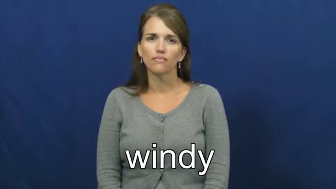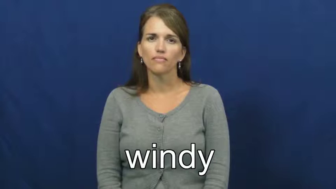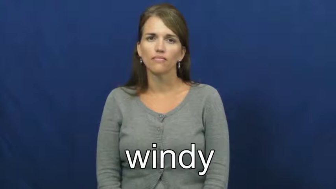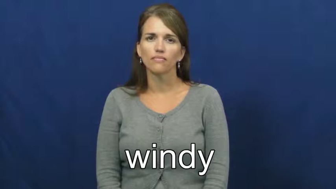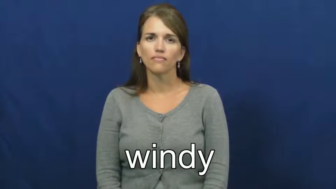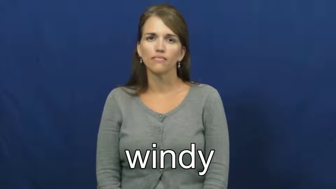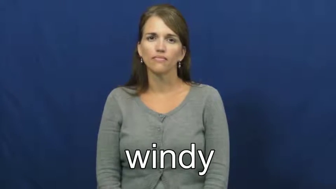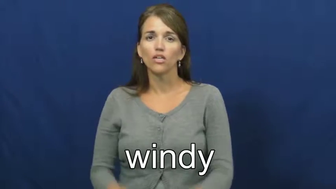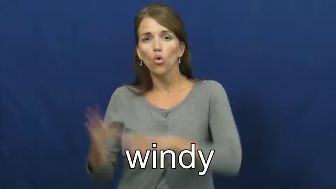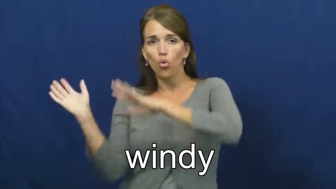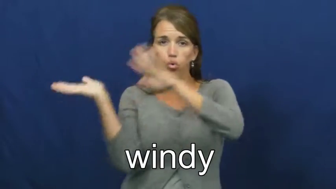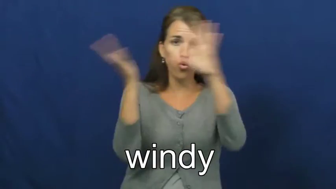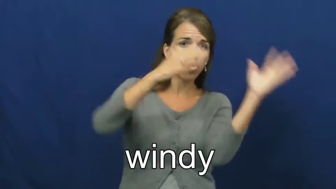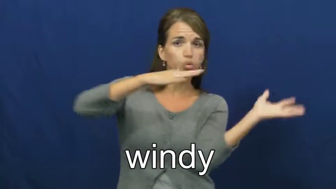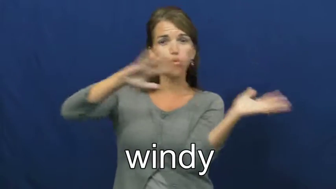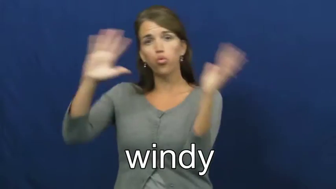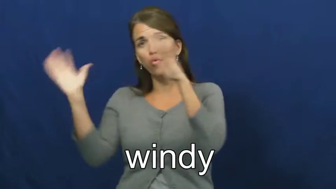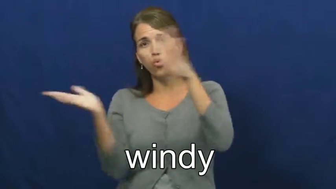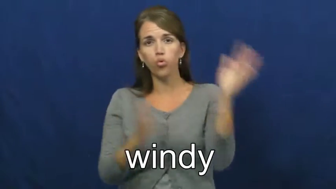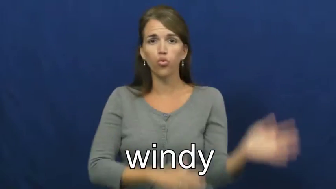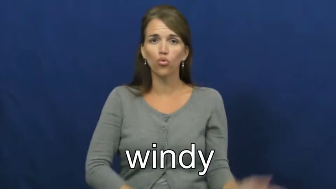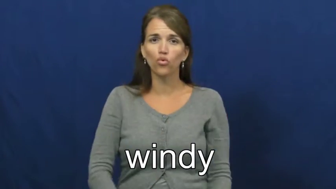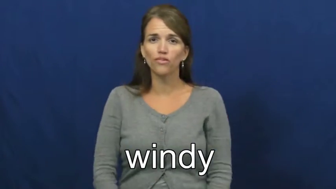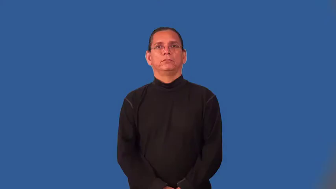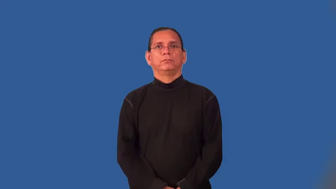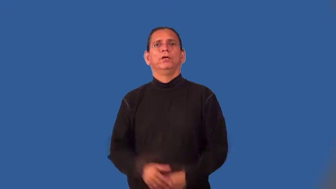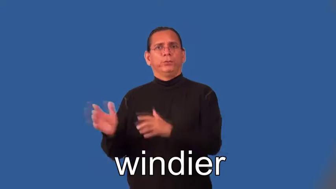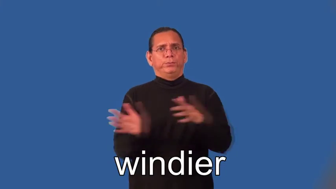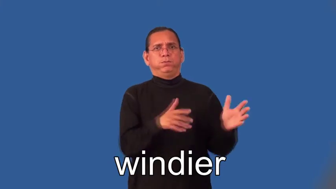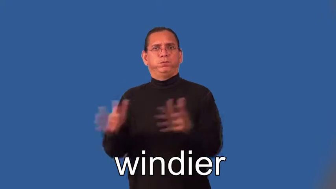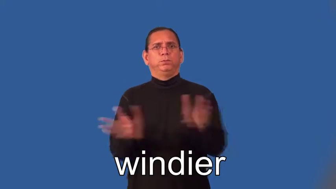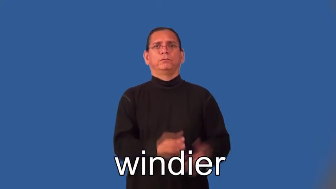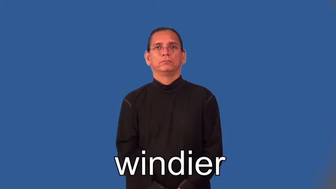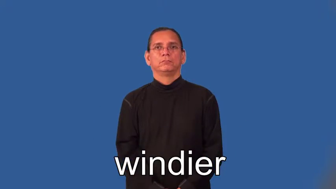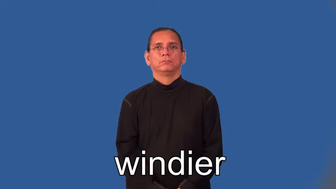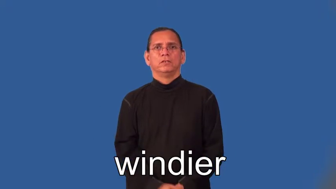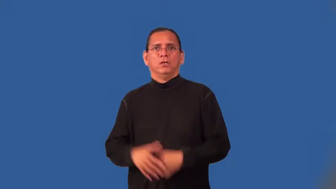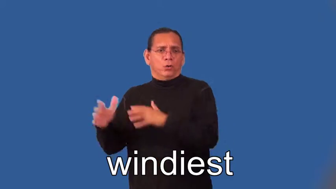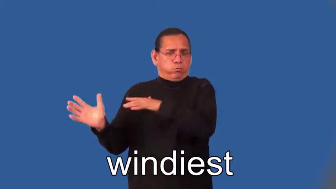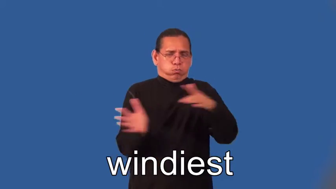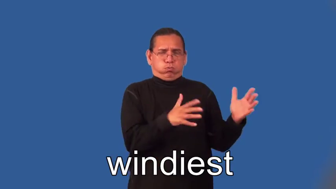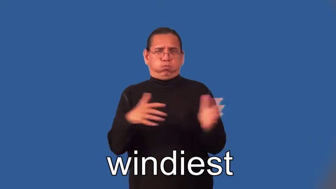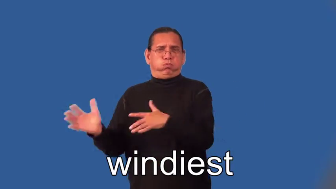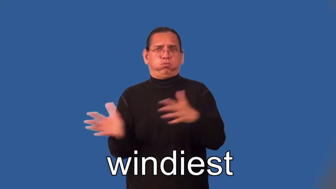windier,windiest-wind